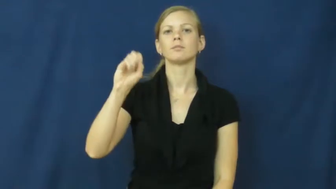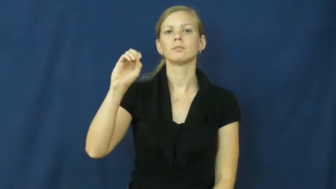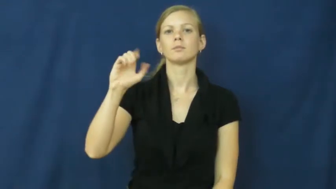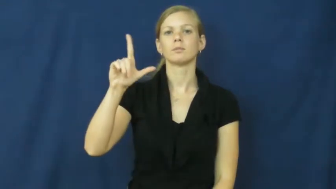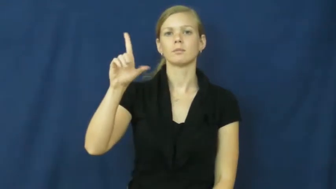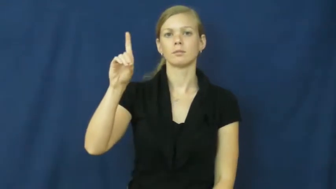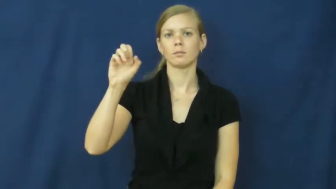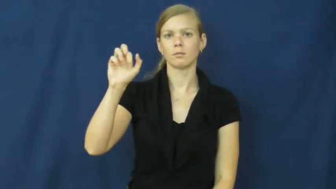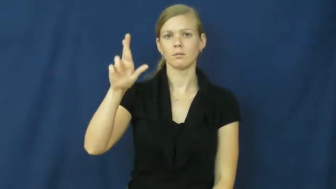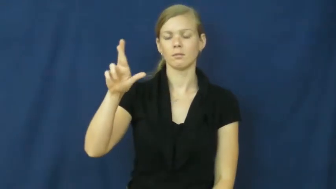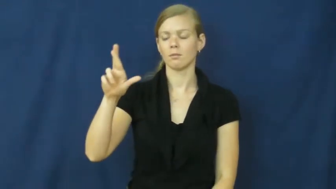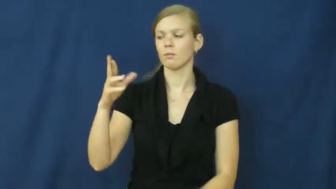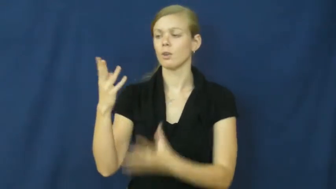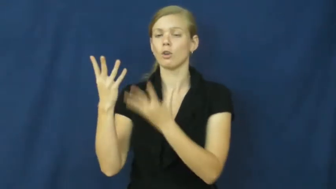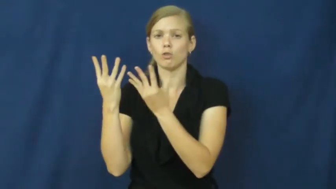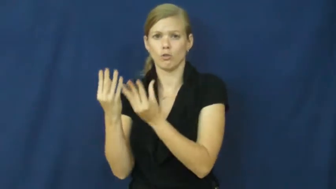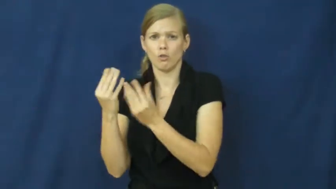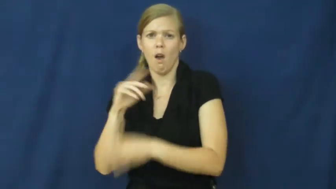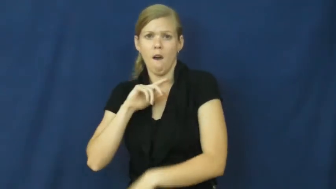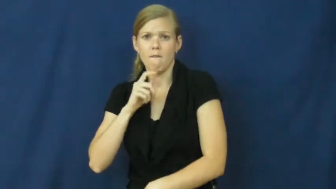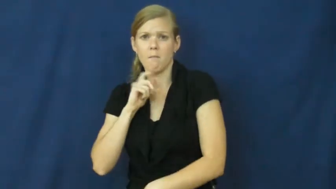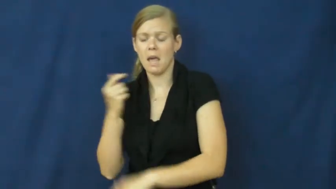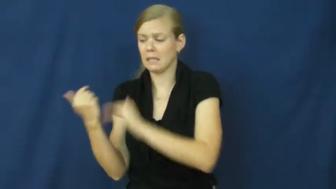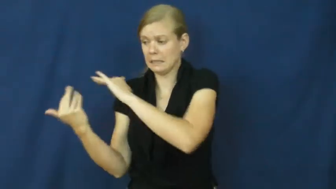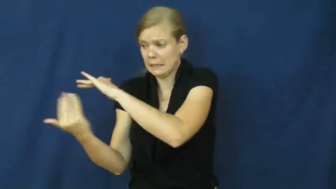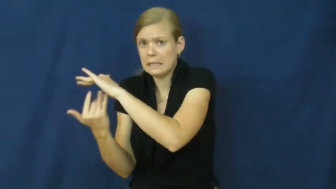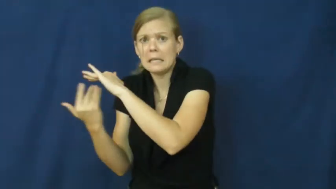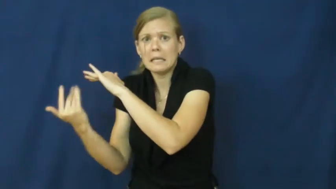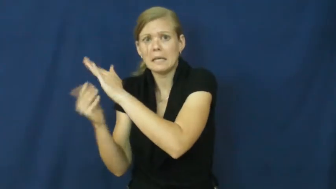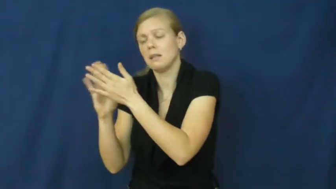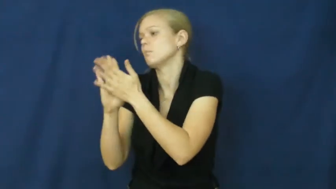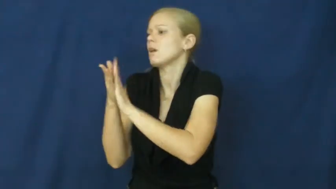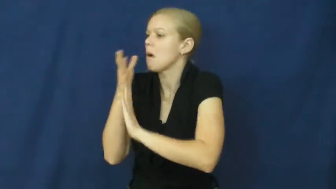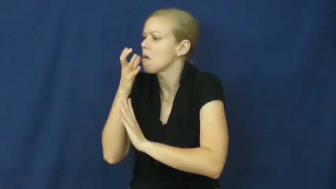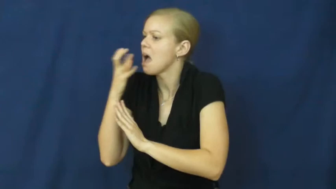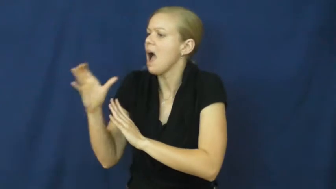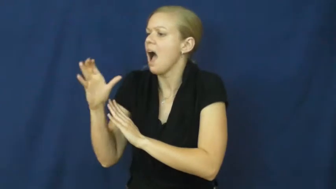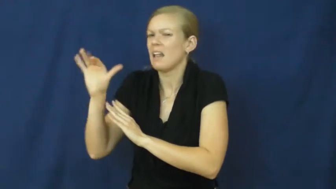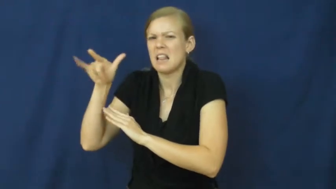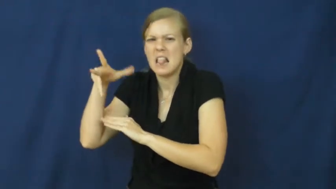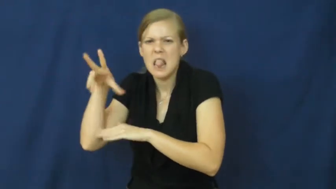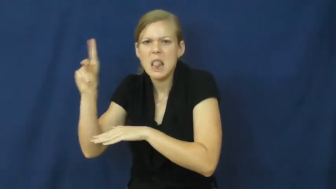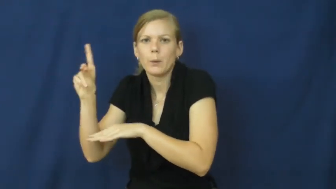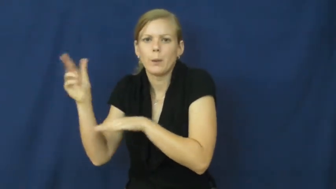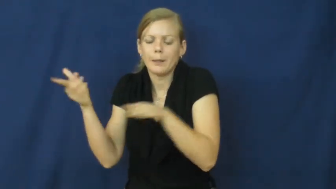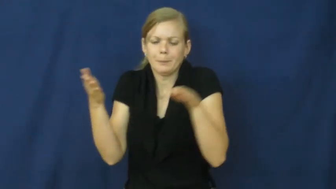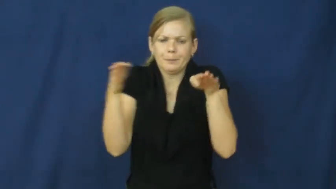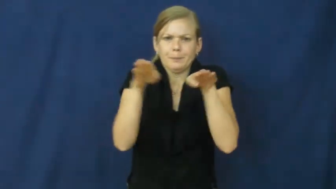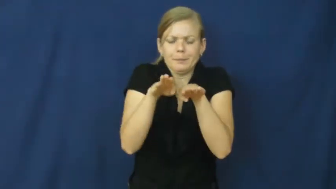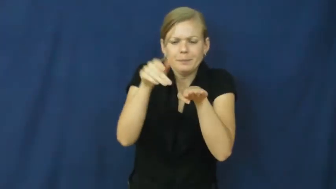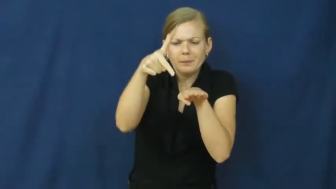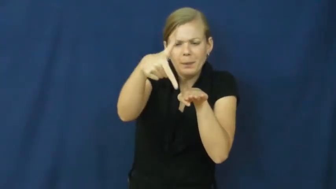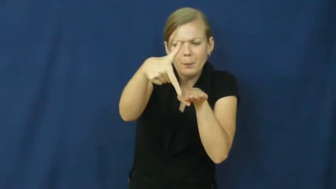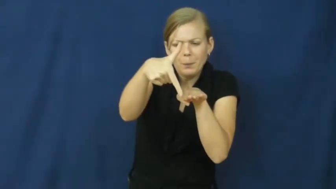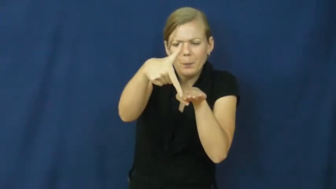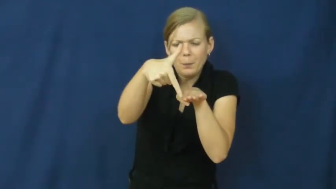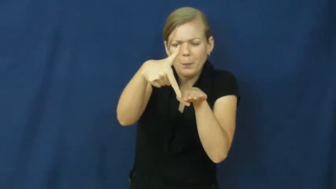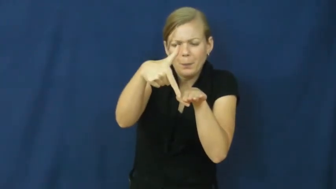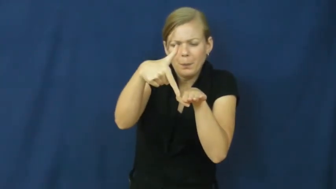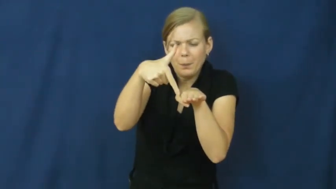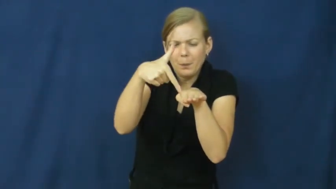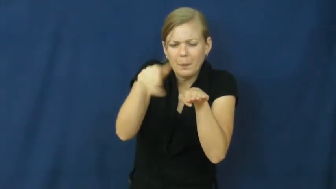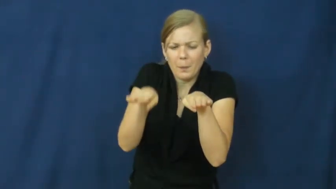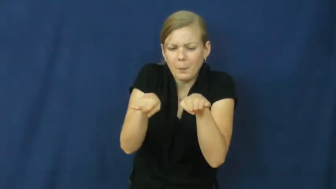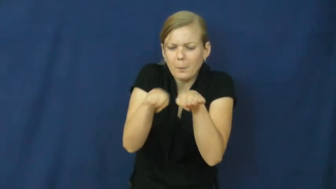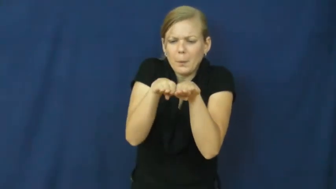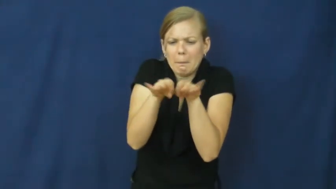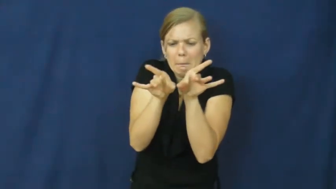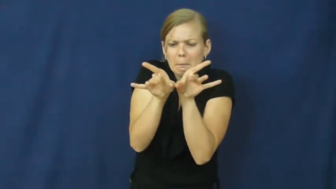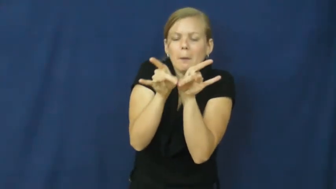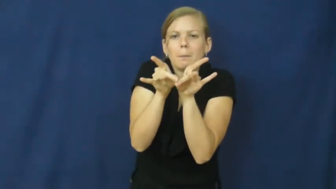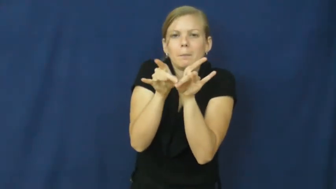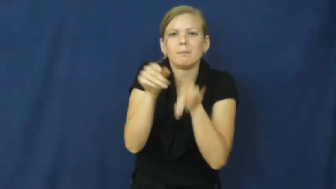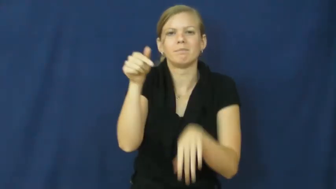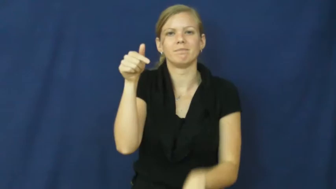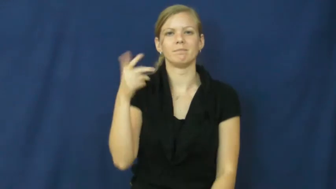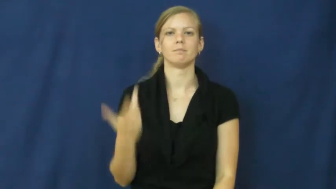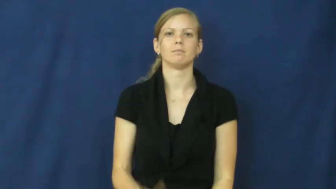solder